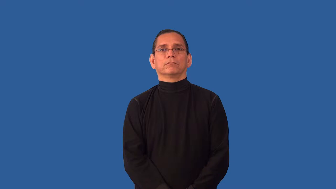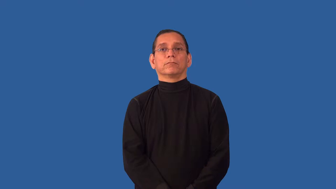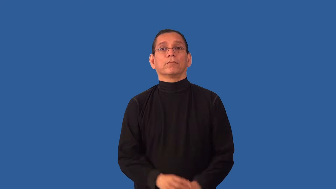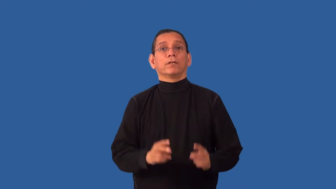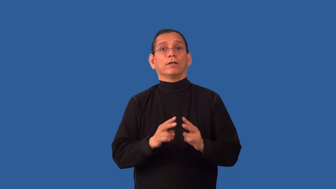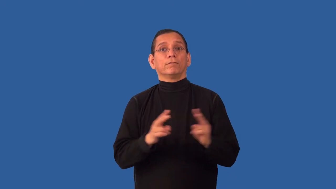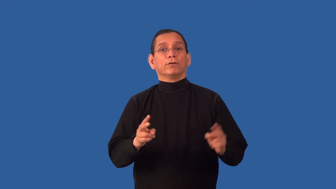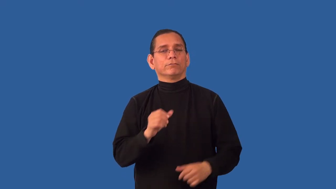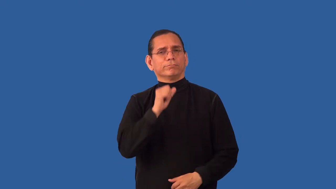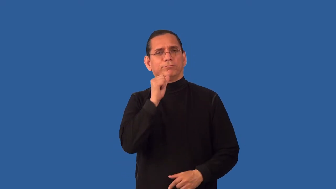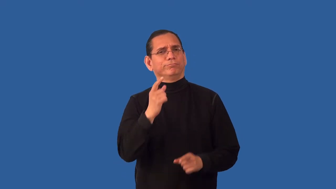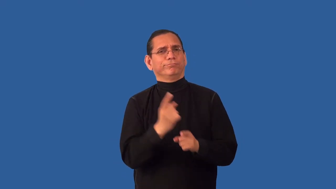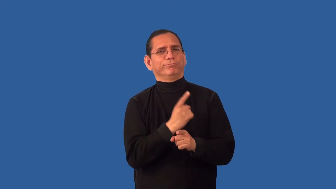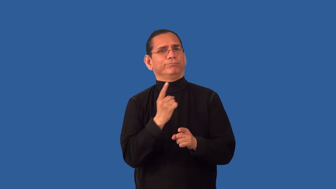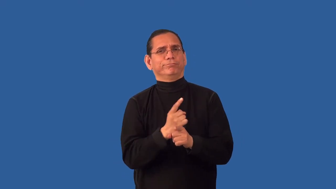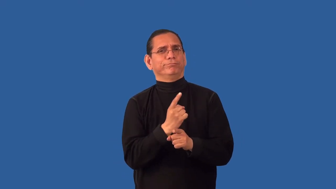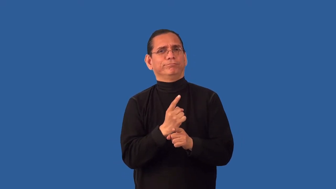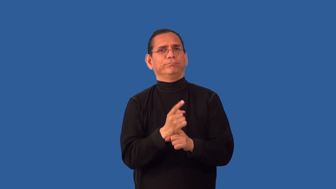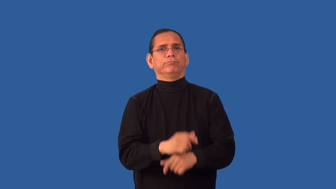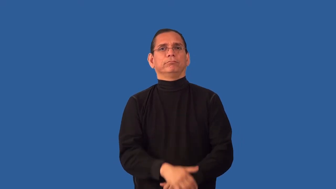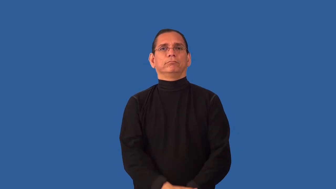unconscionable-improper